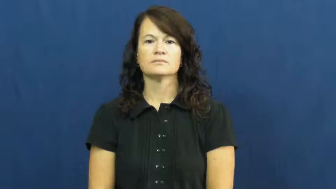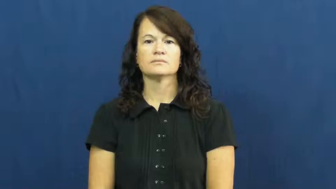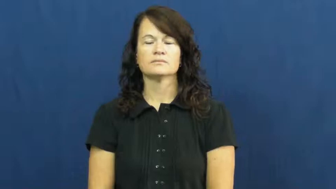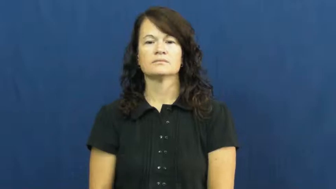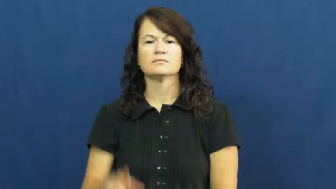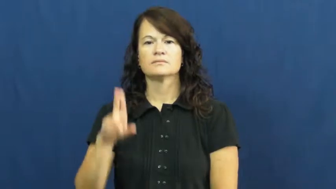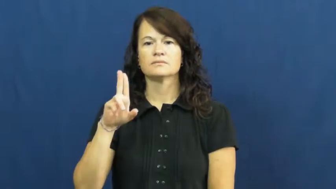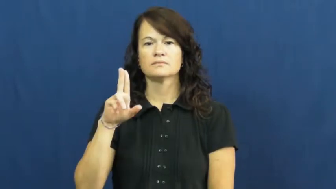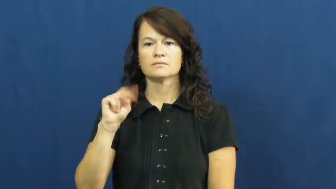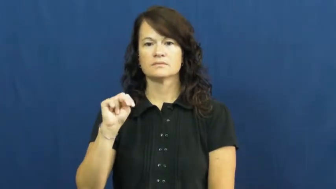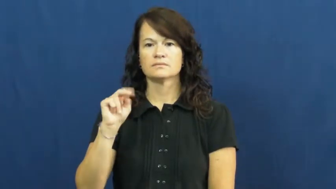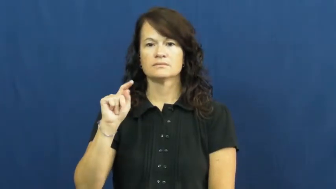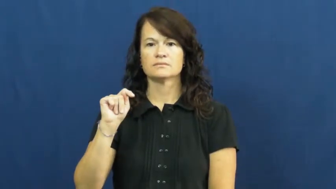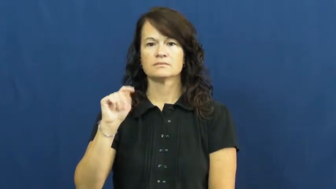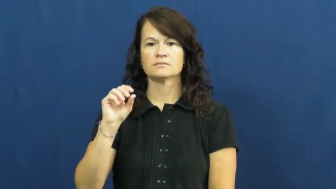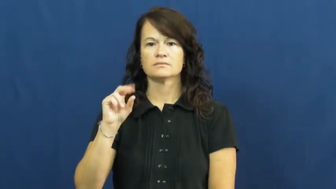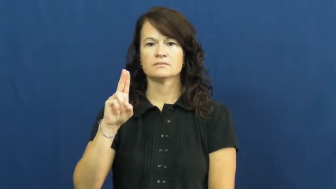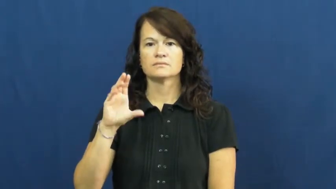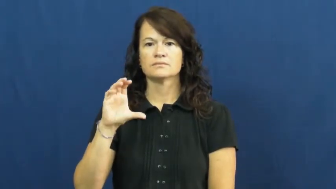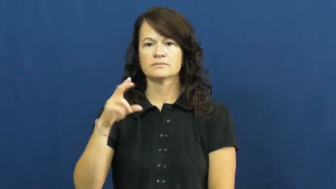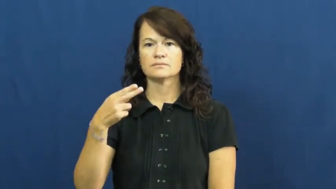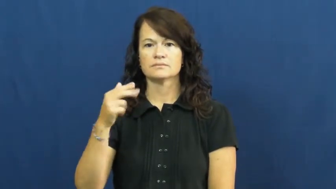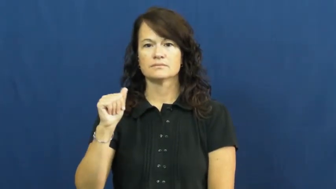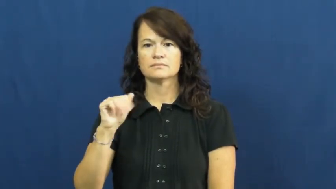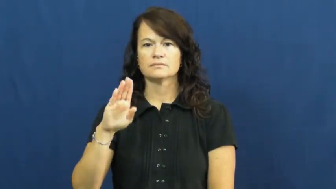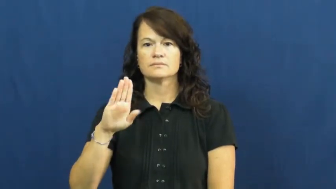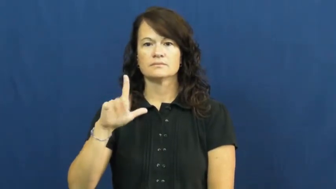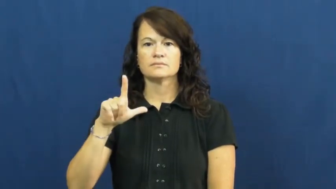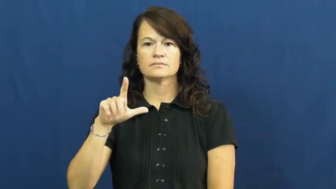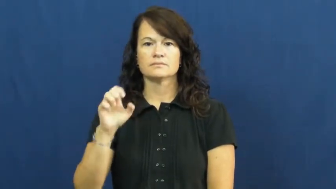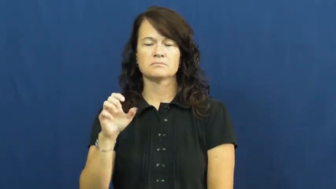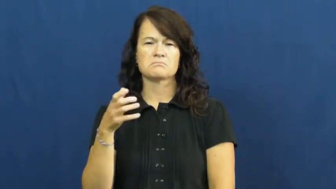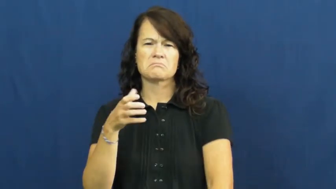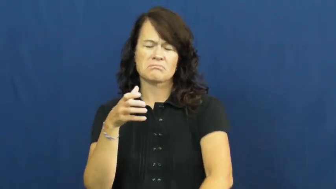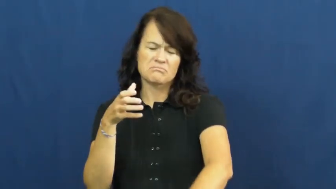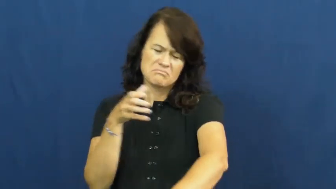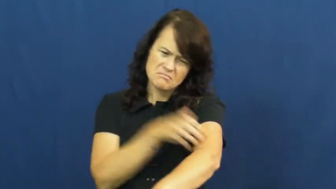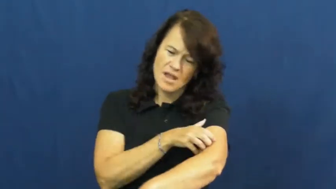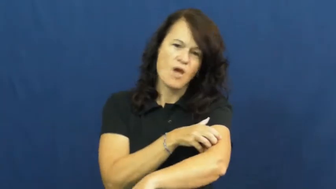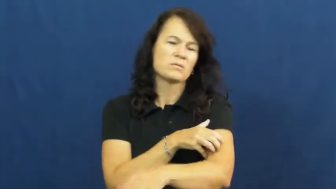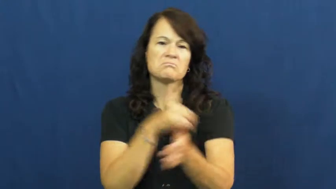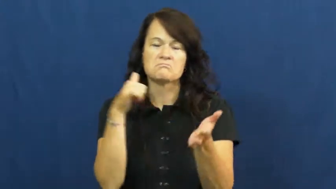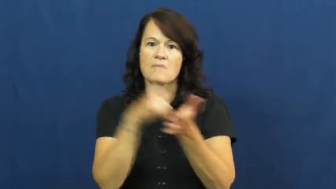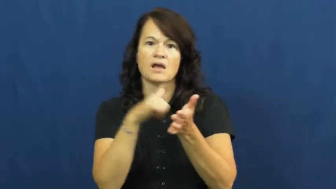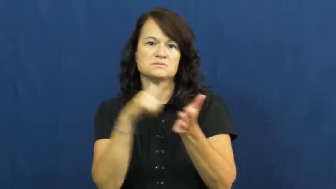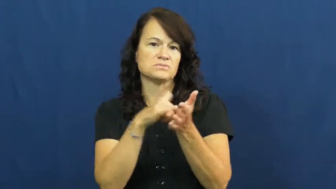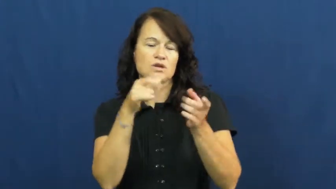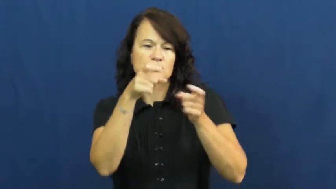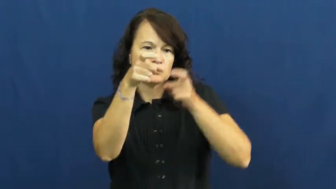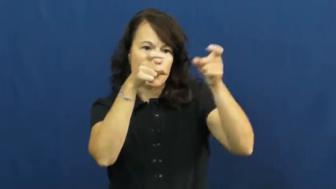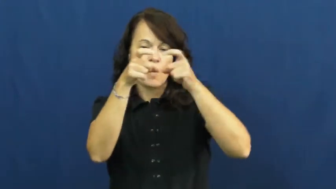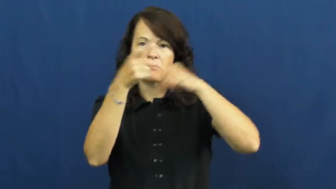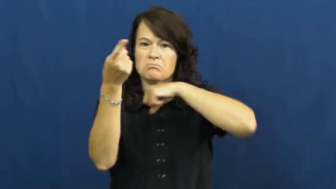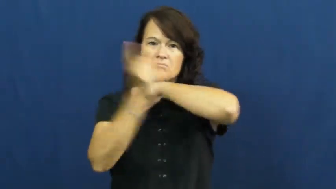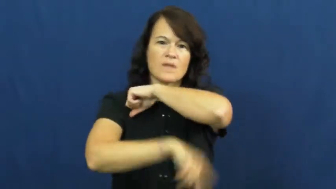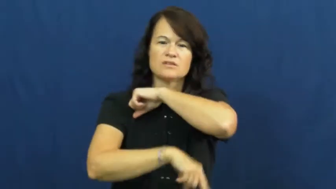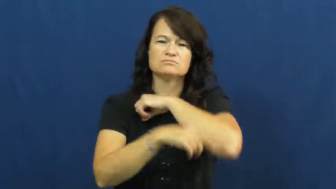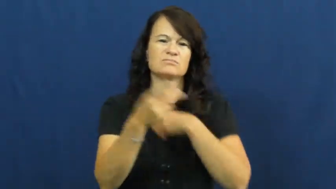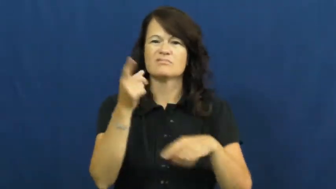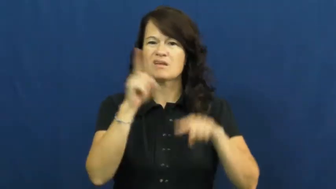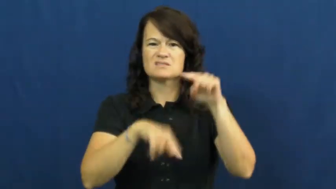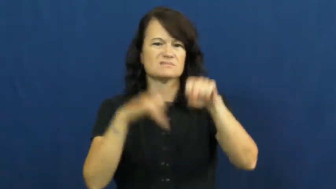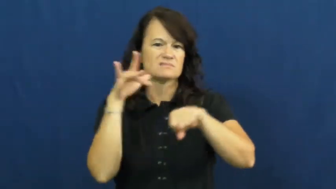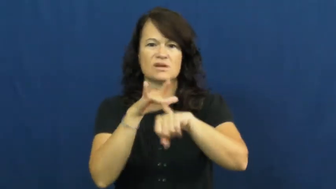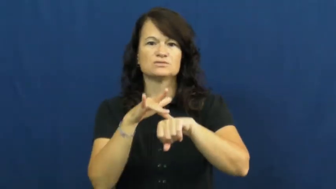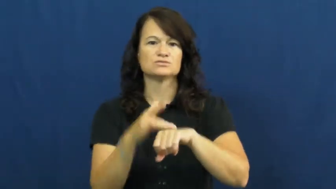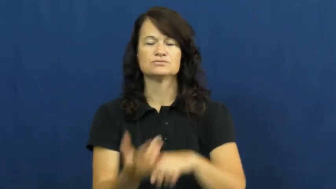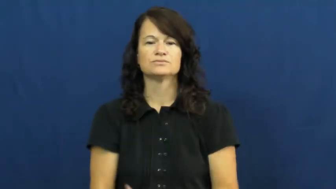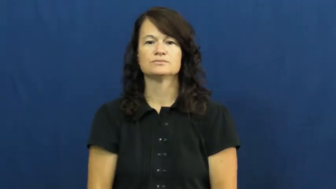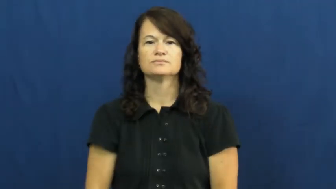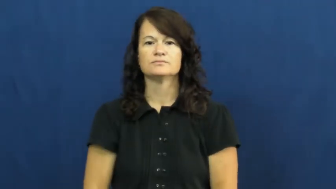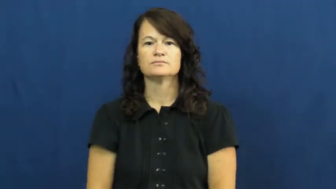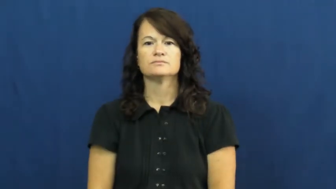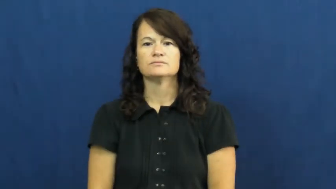untouchable